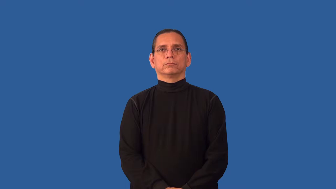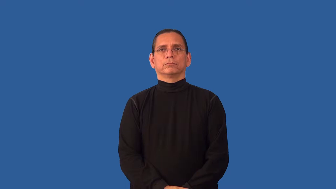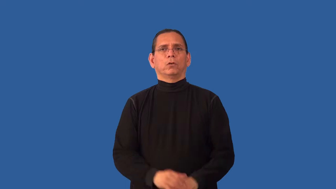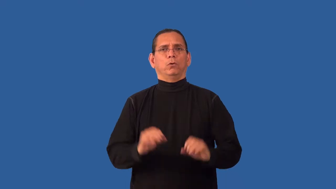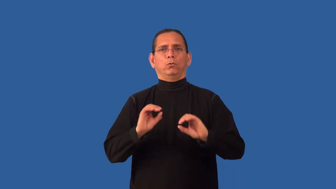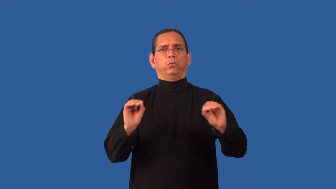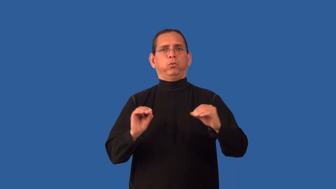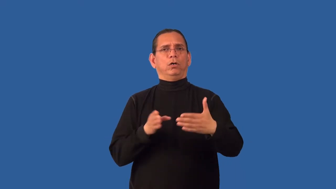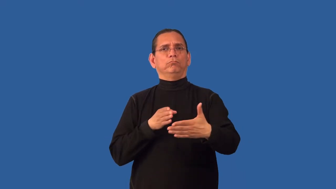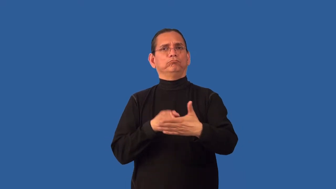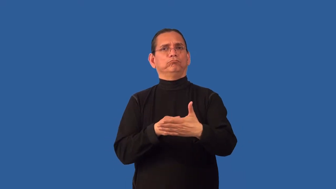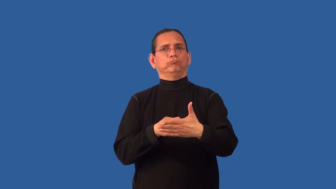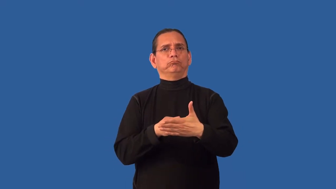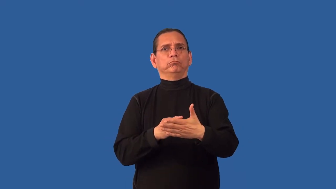unprejudiced